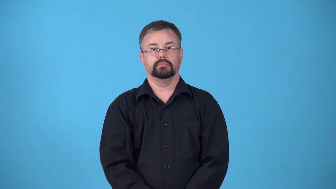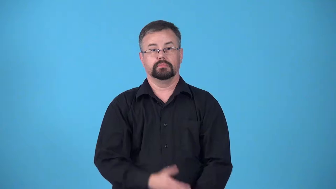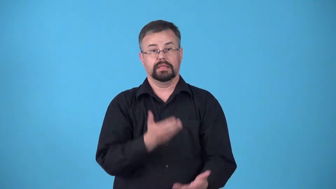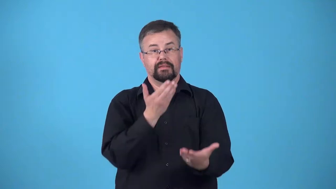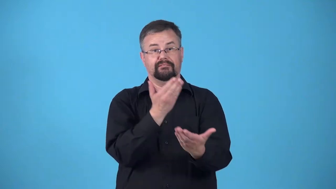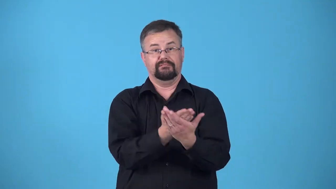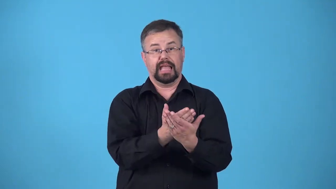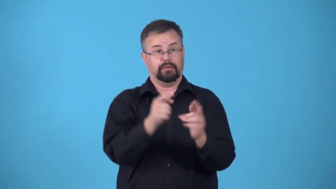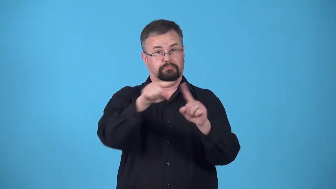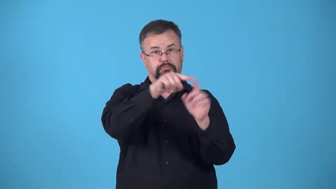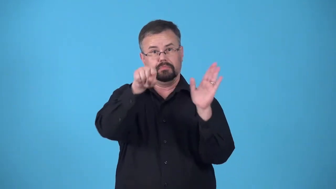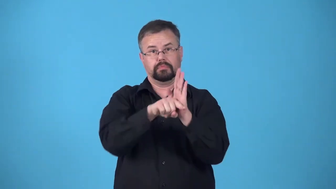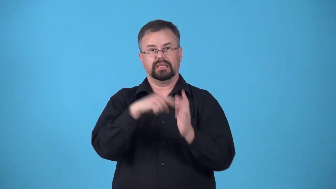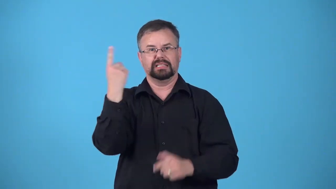case-a set of facts and arguments